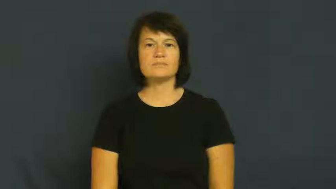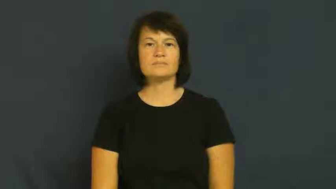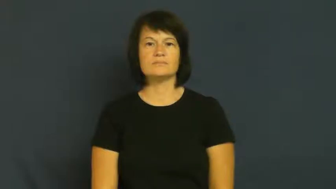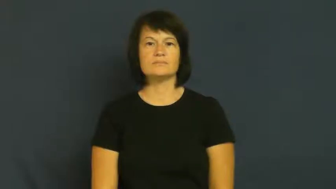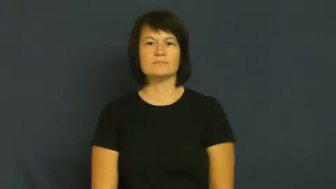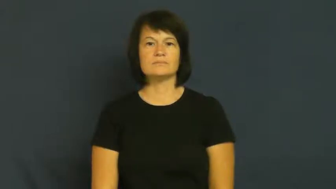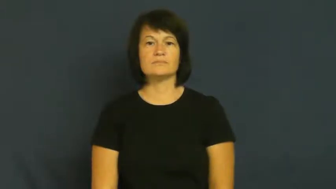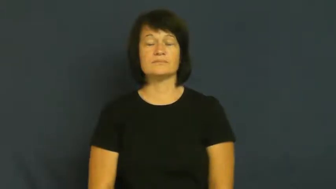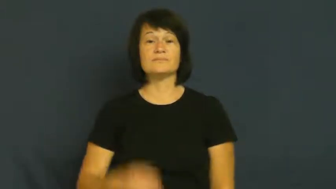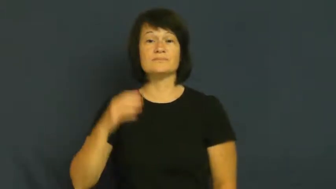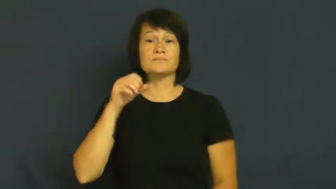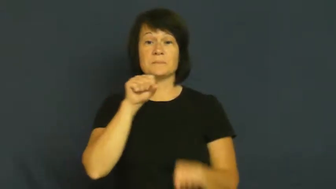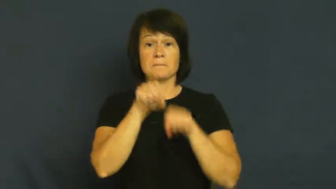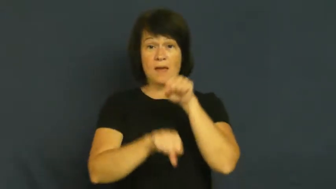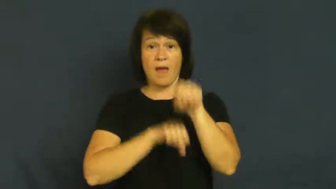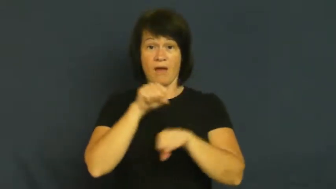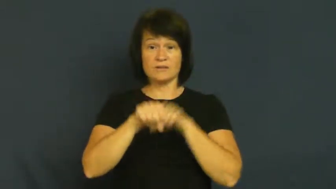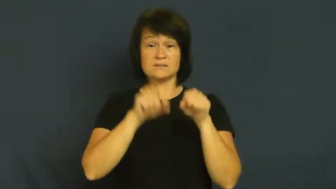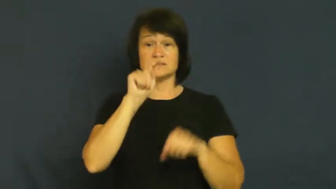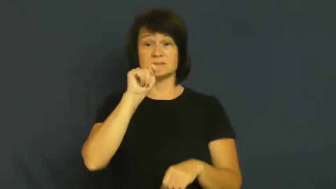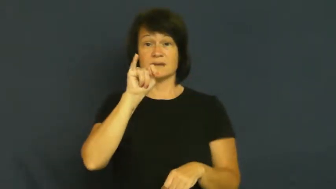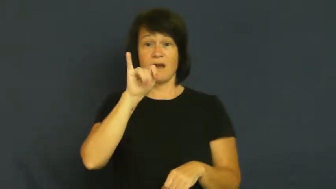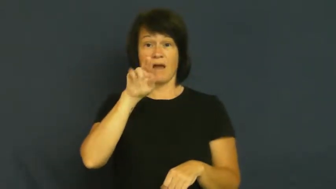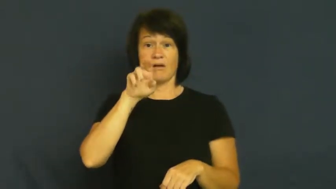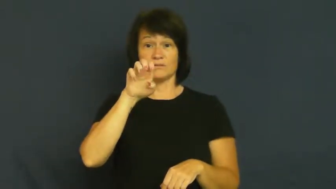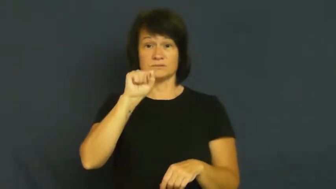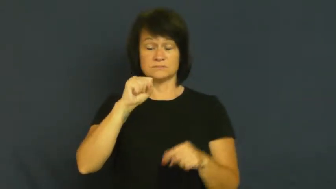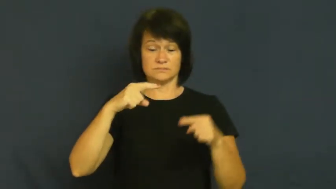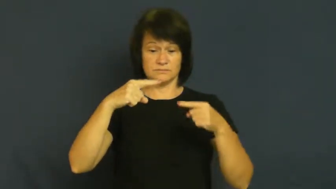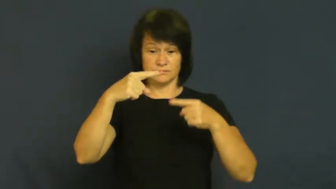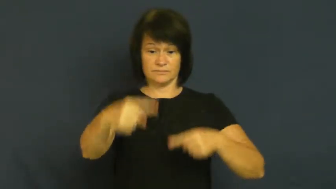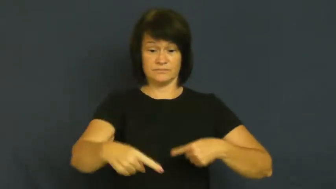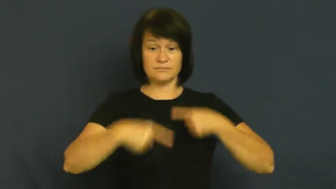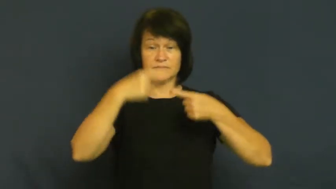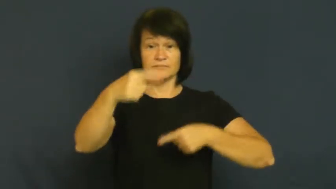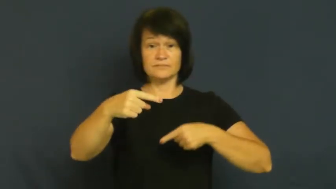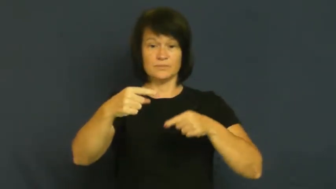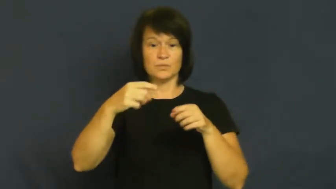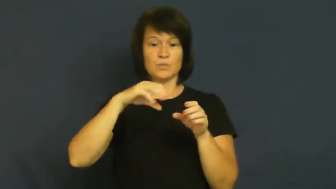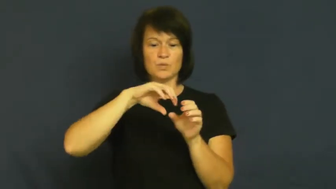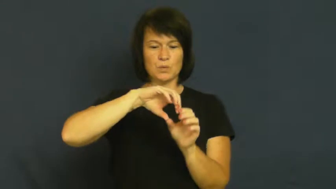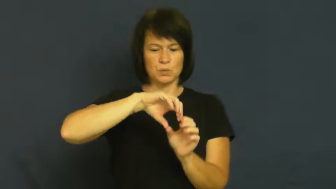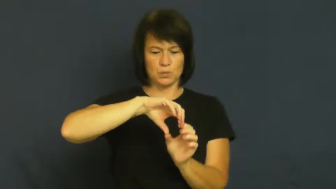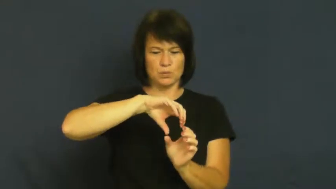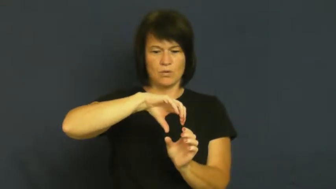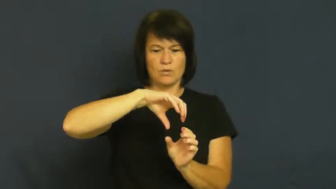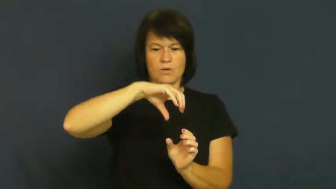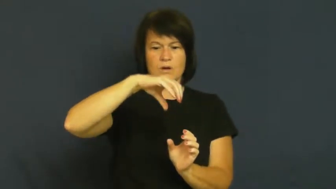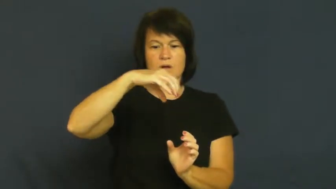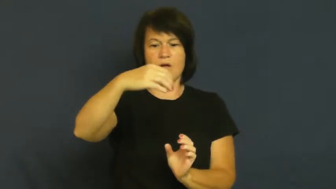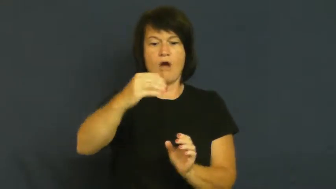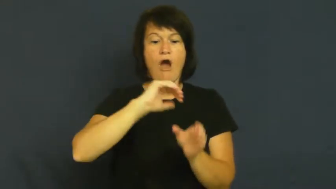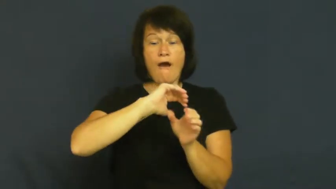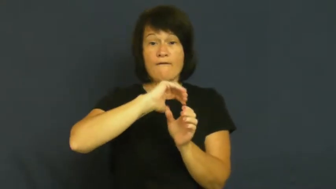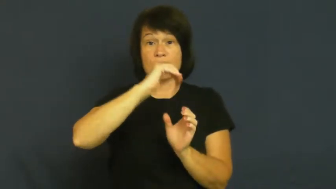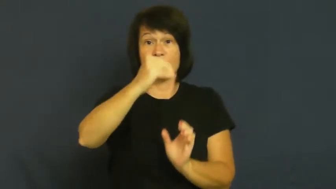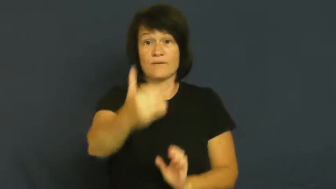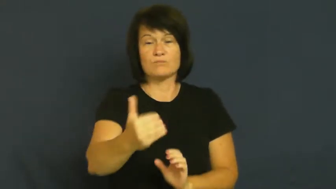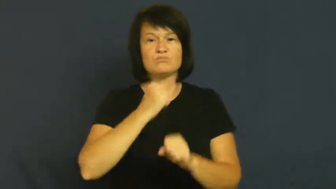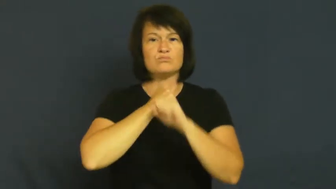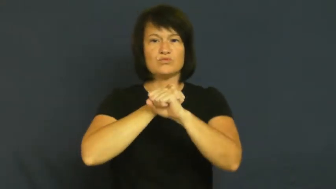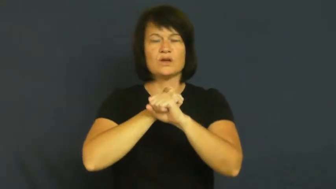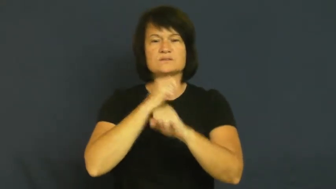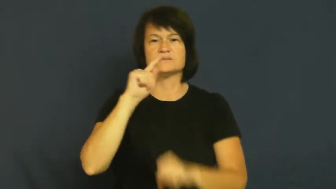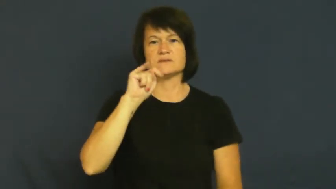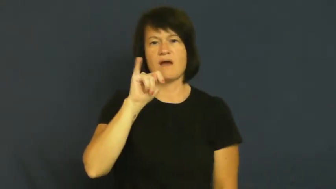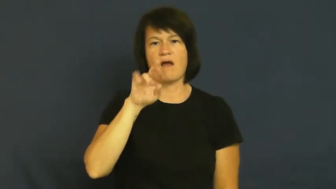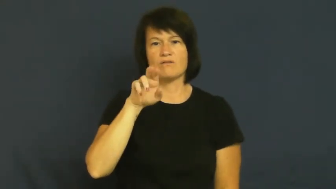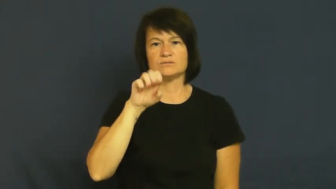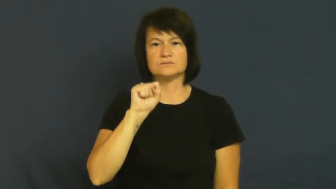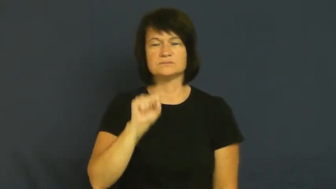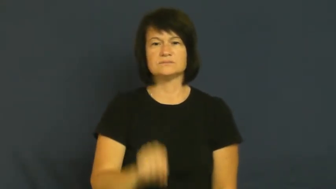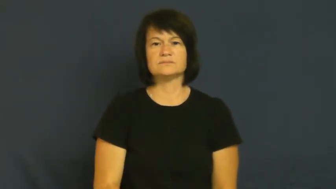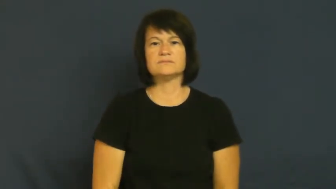fender-bike